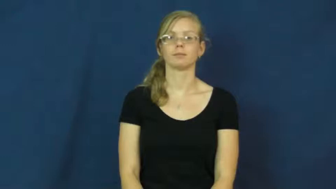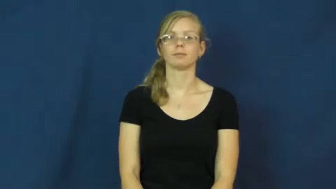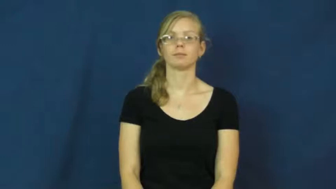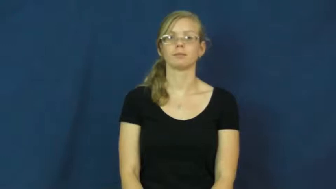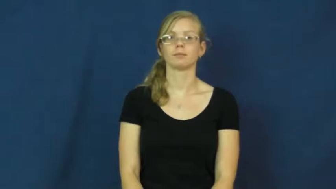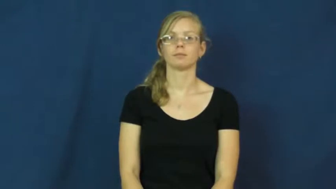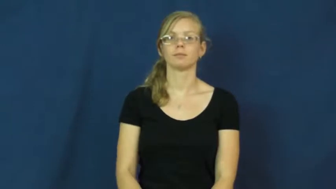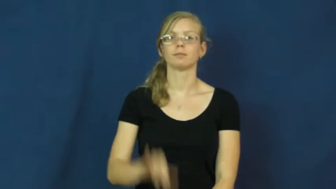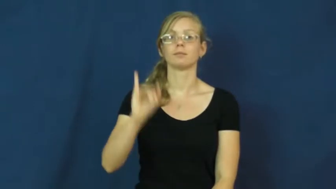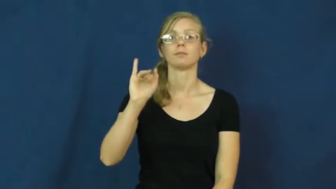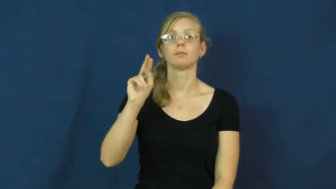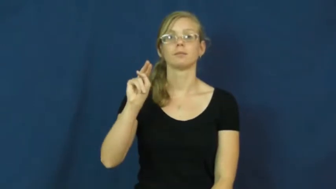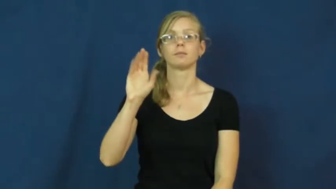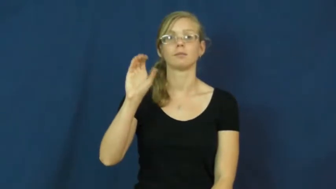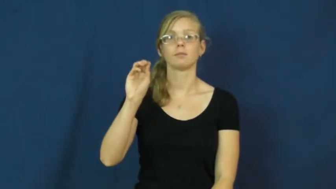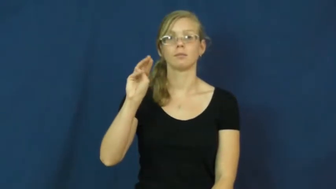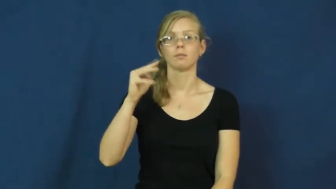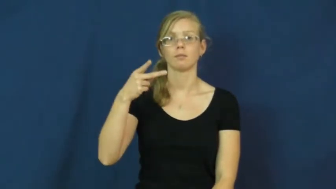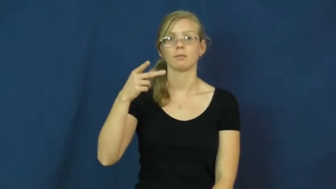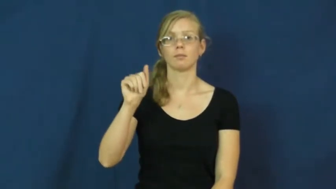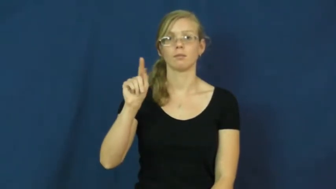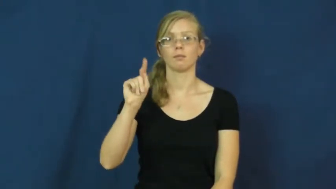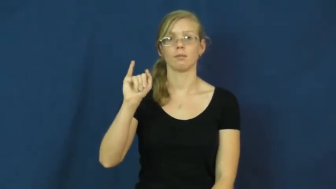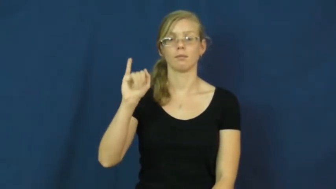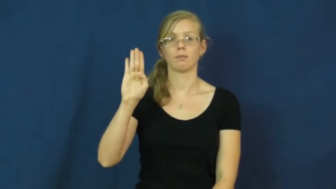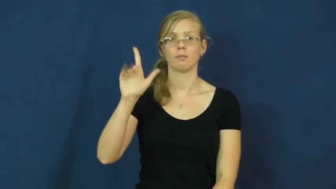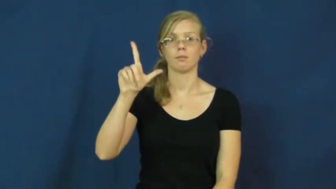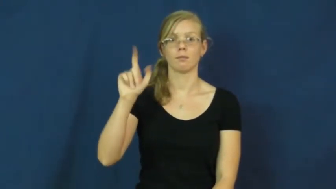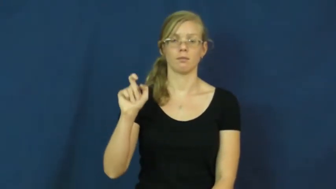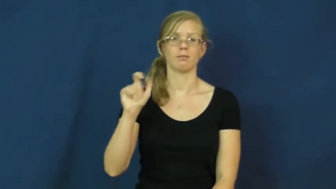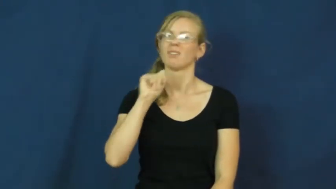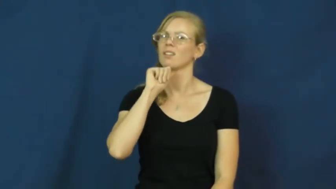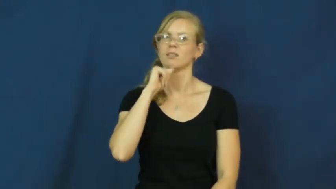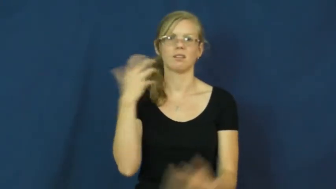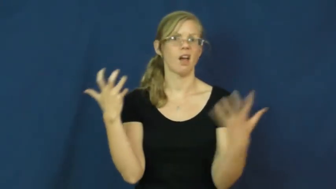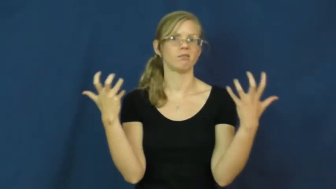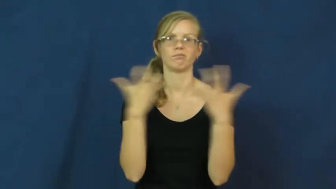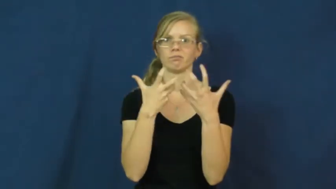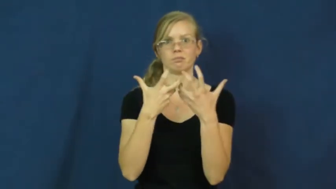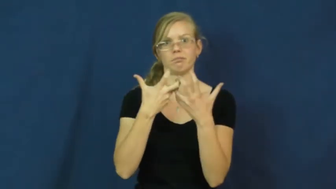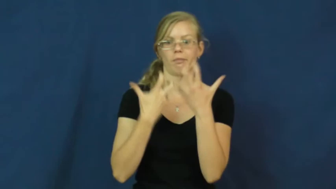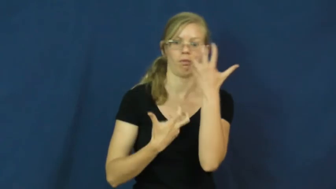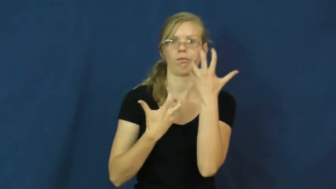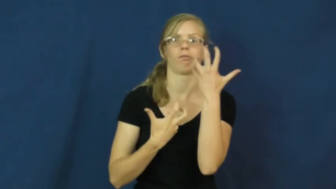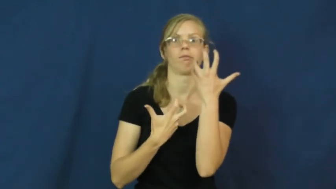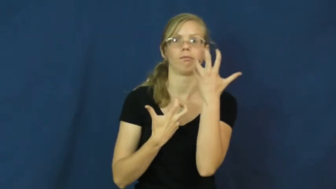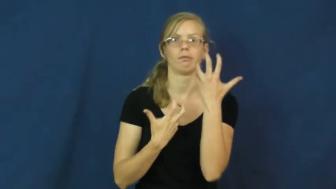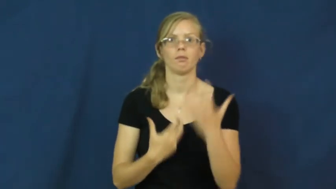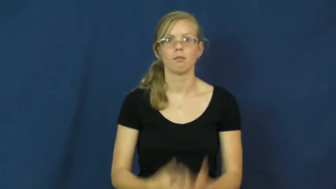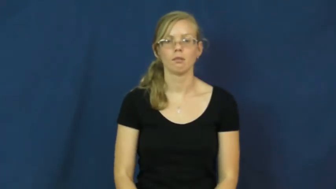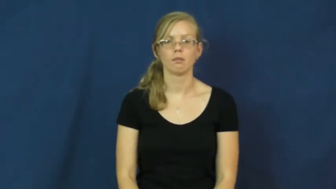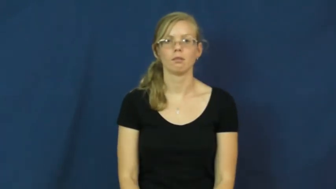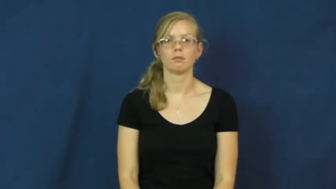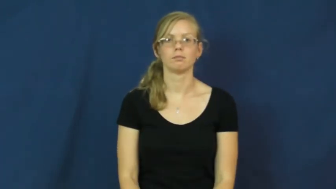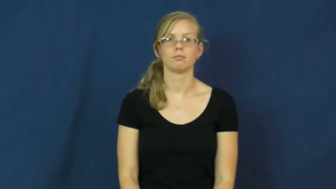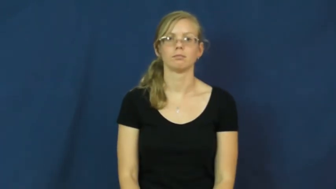incompatible